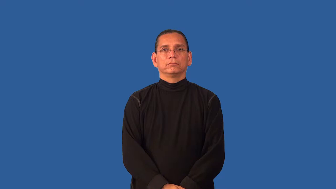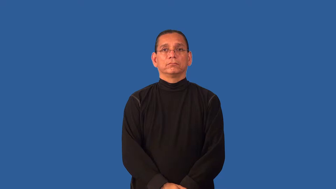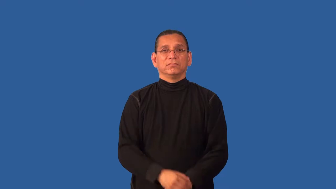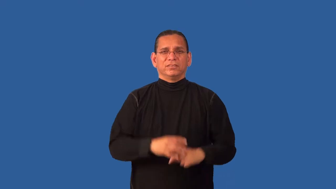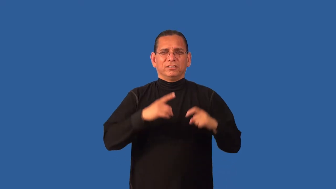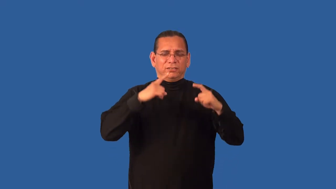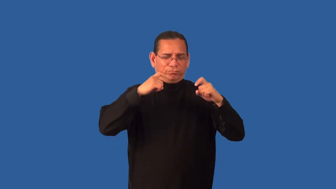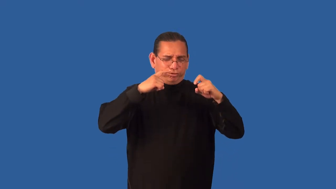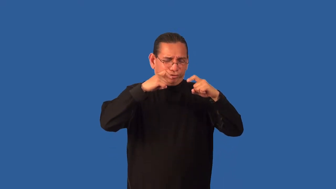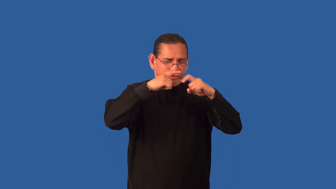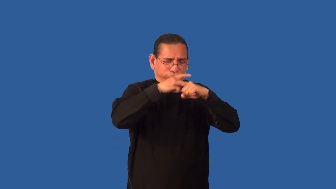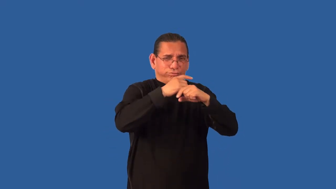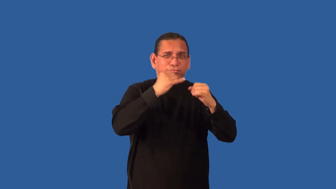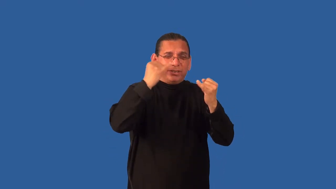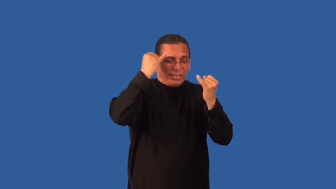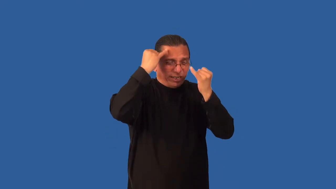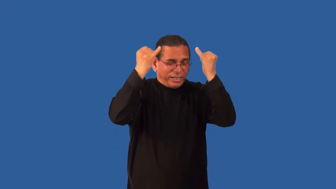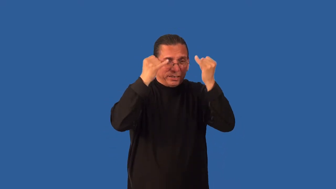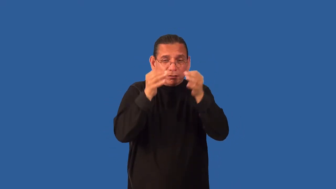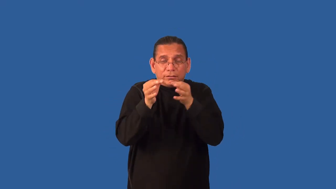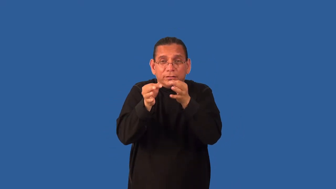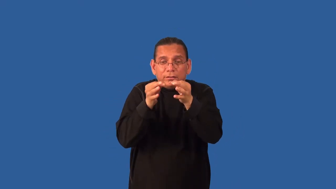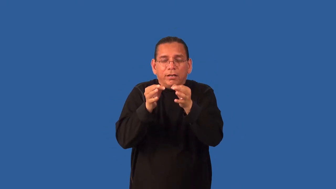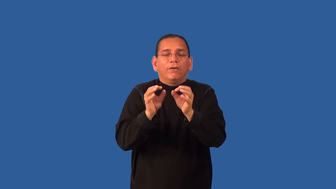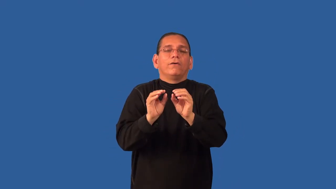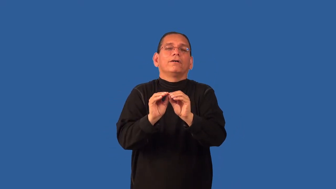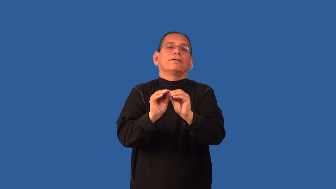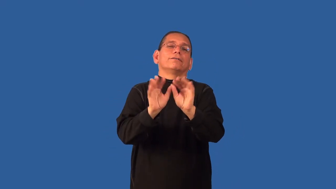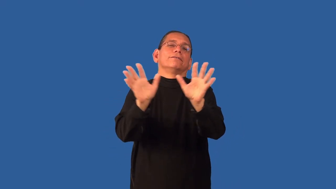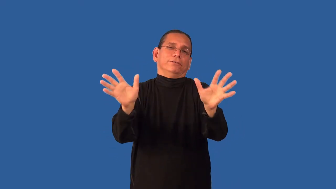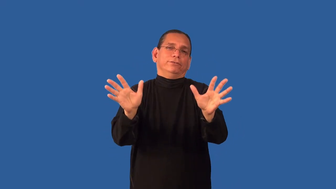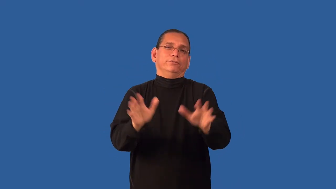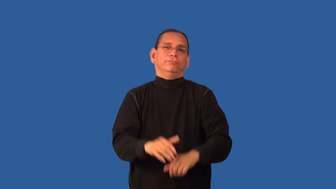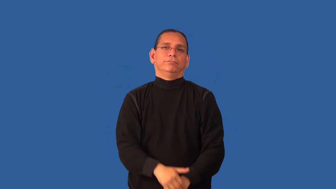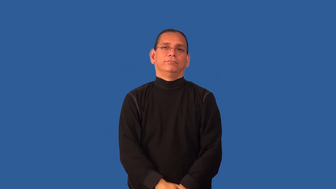demystify